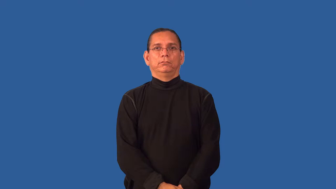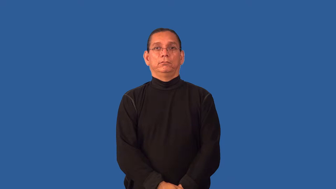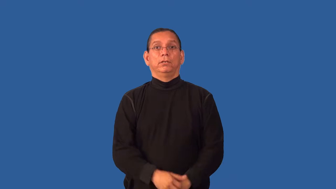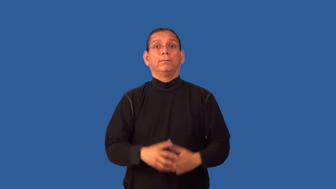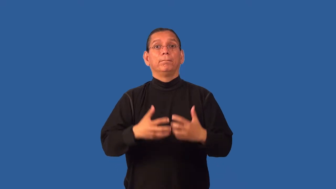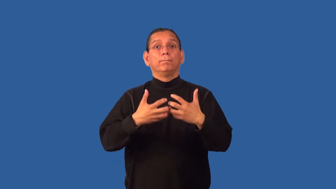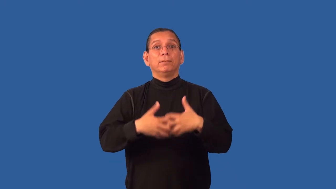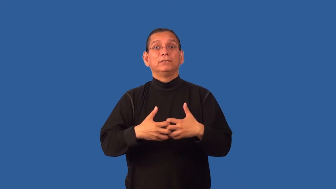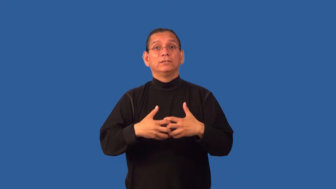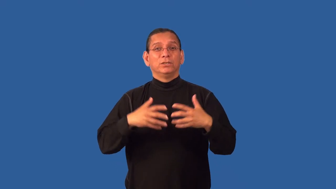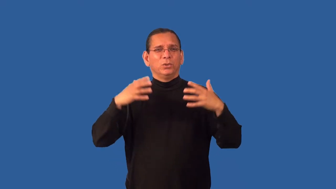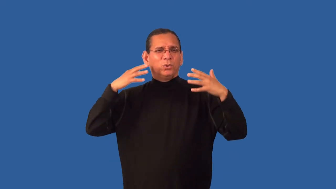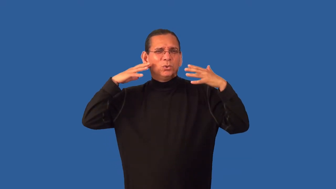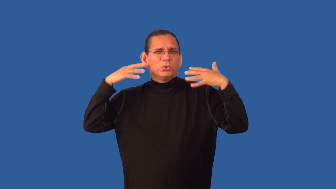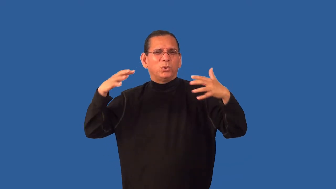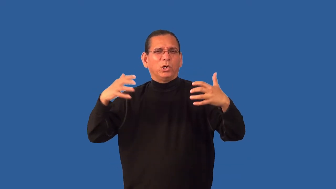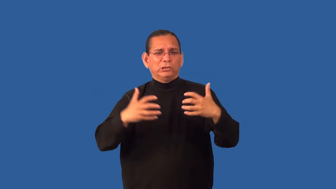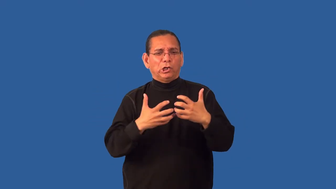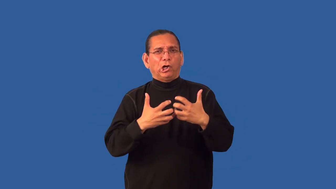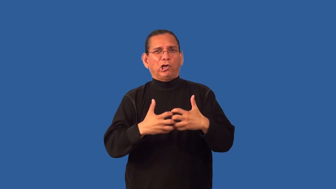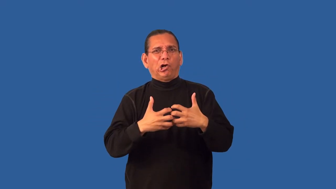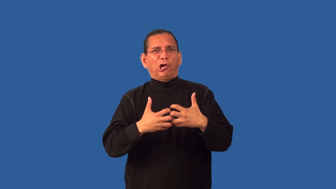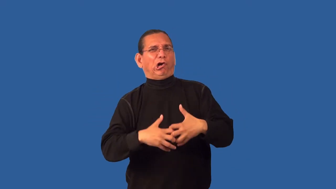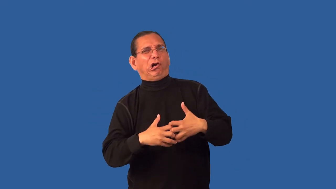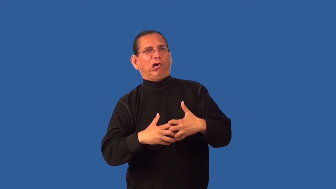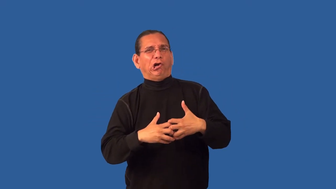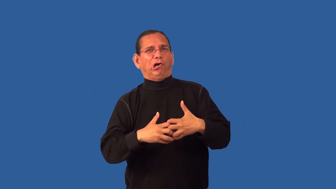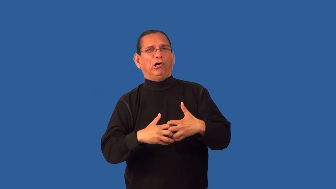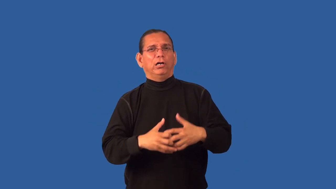grind-engine